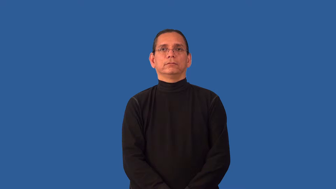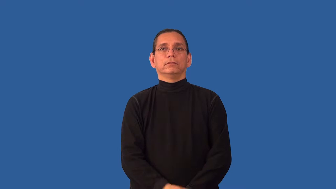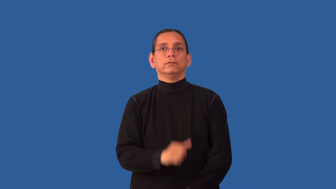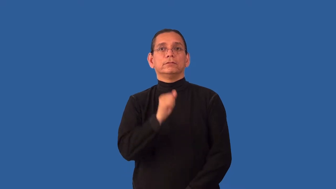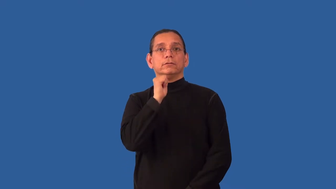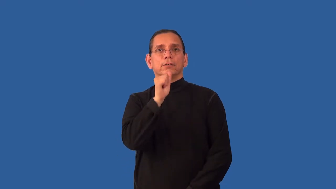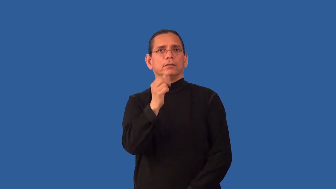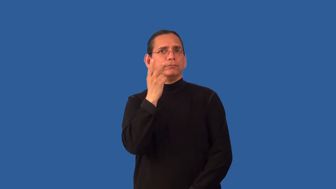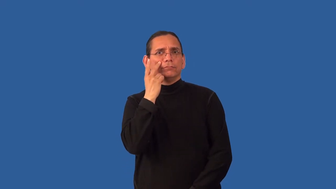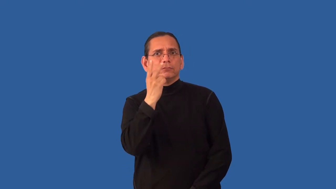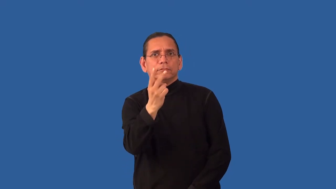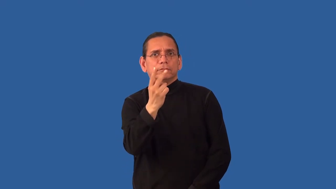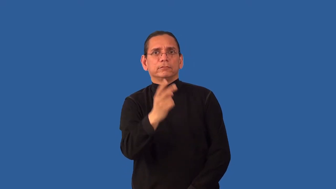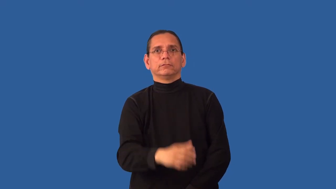unperceived